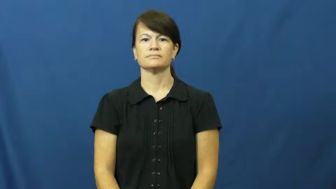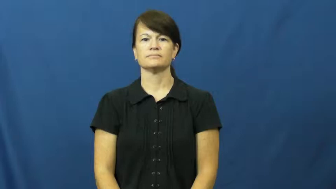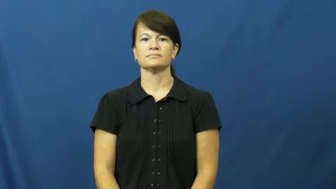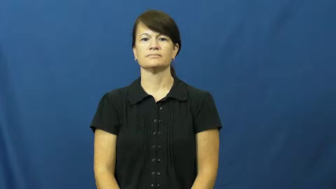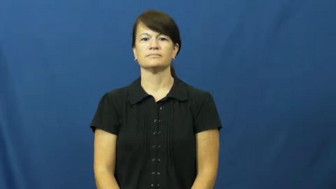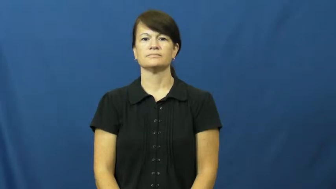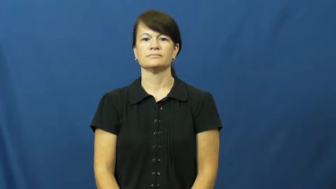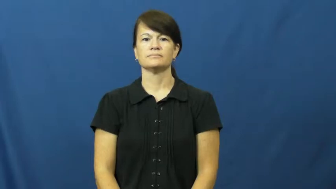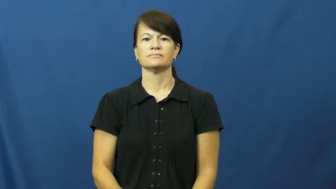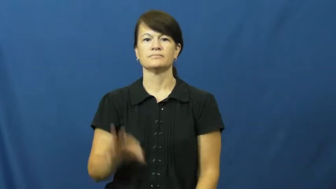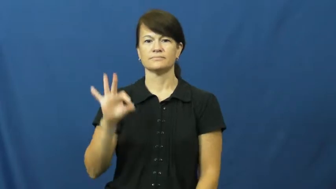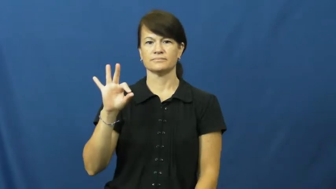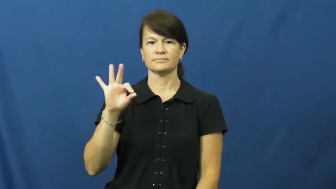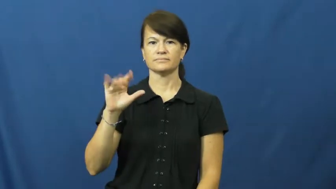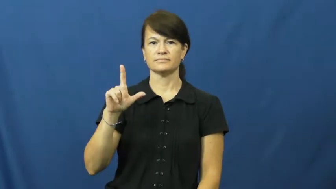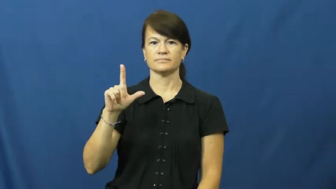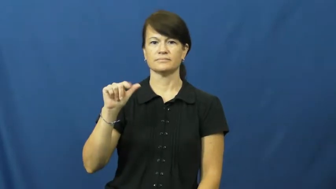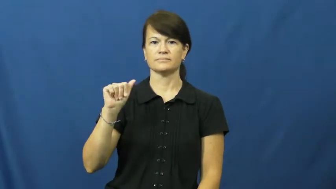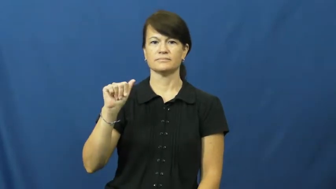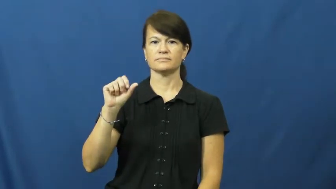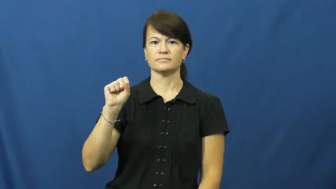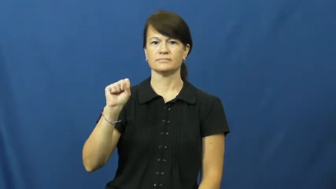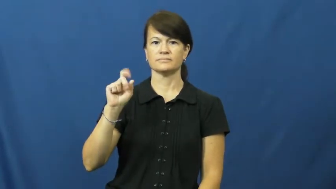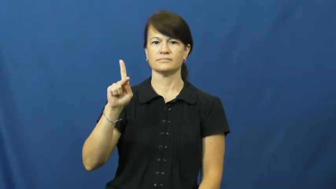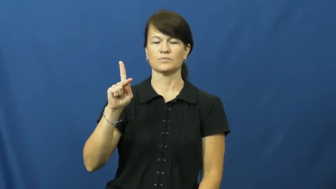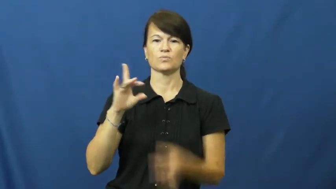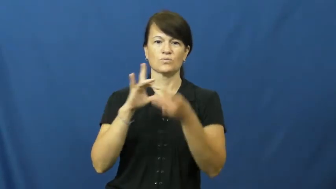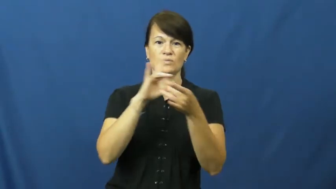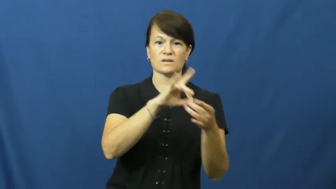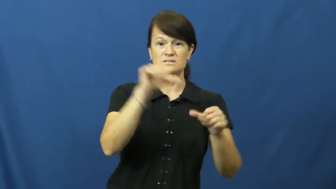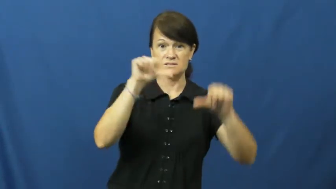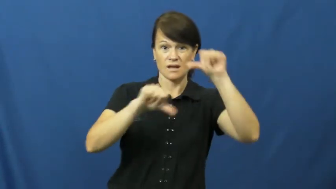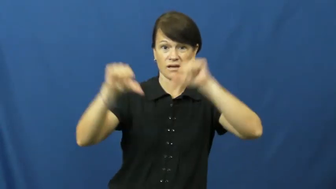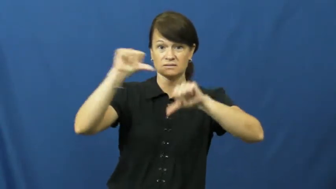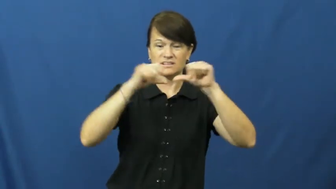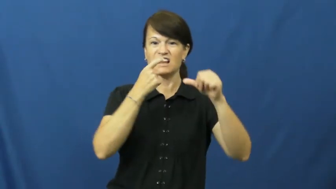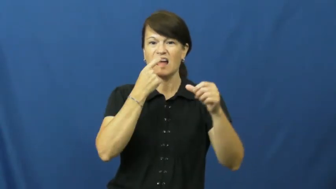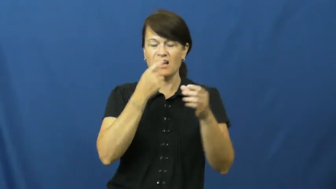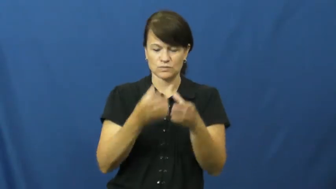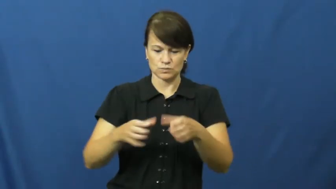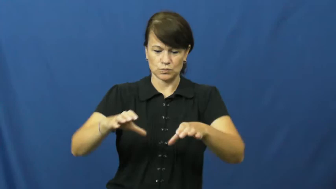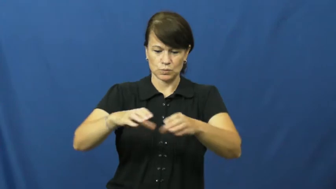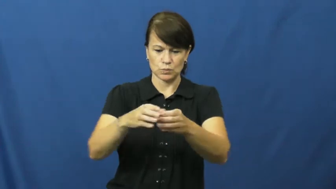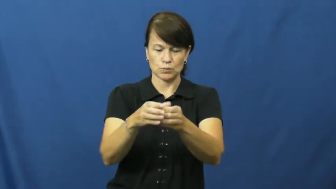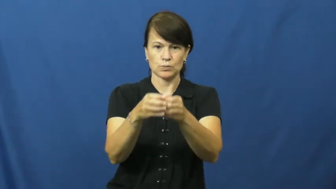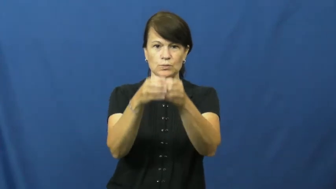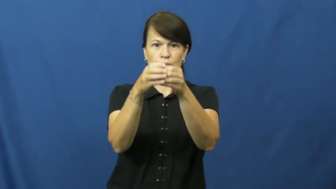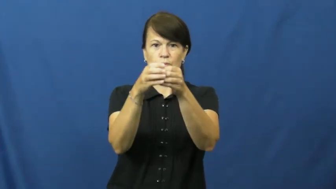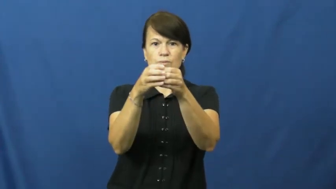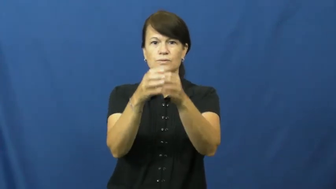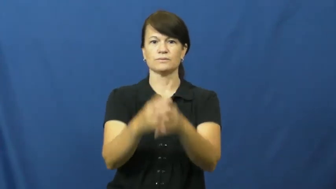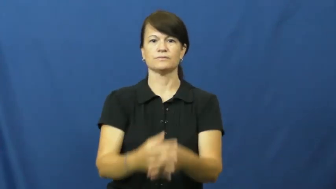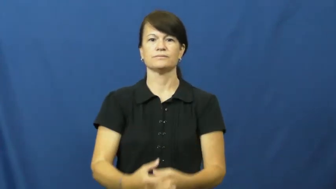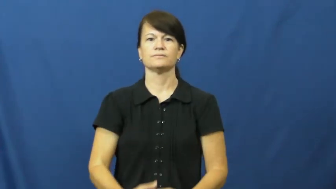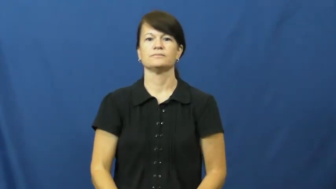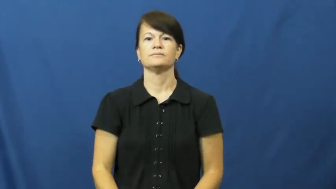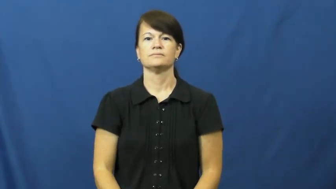flask-science